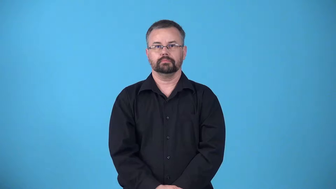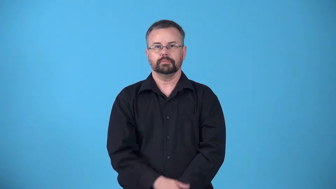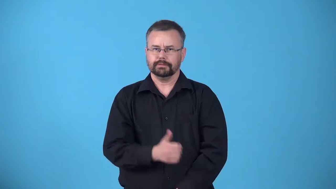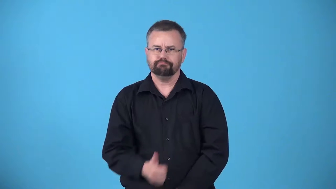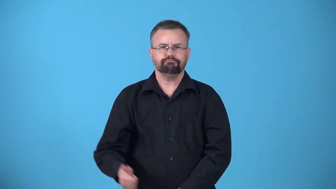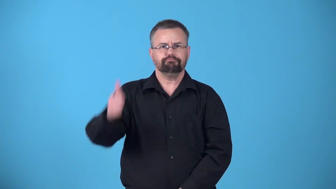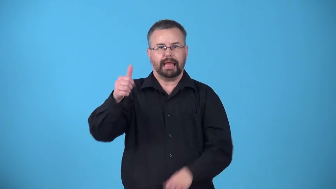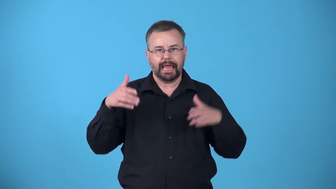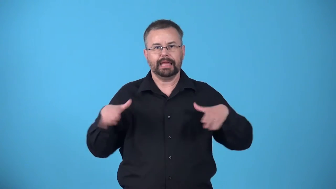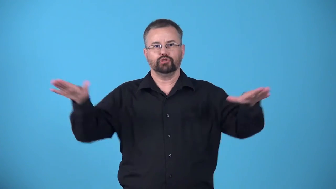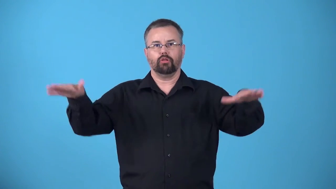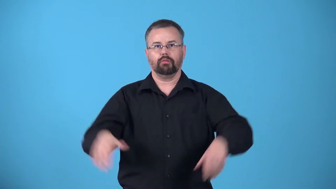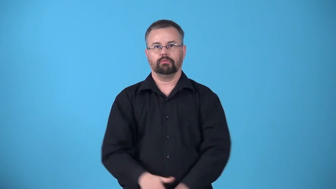archangel